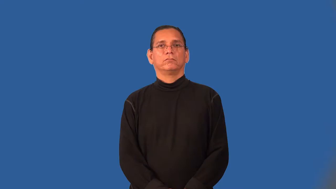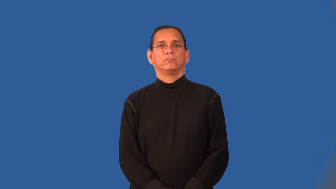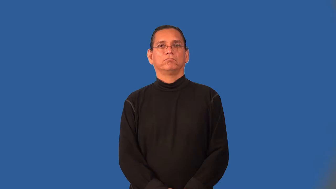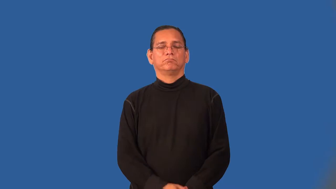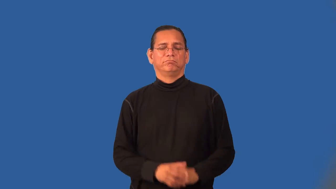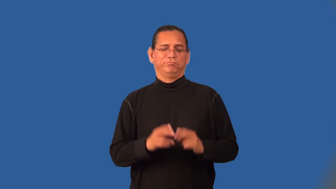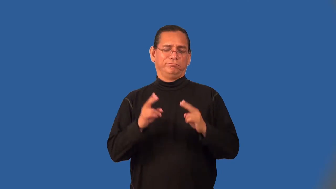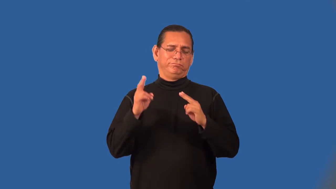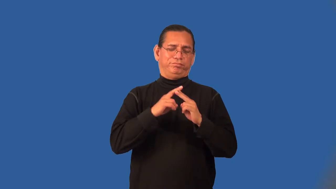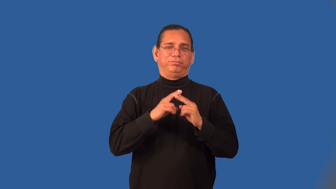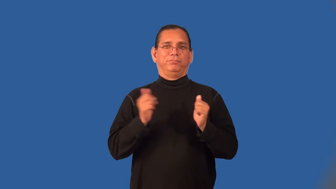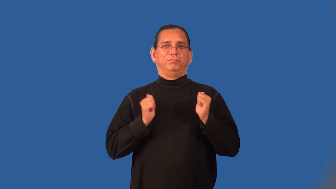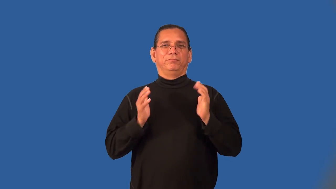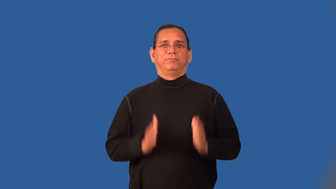showstopper